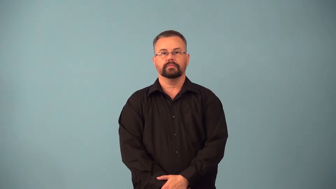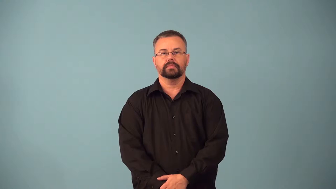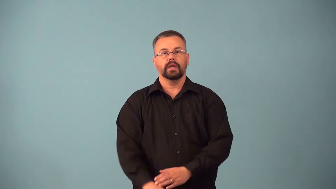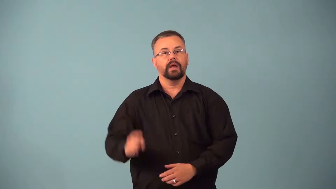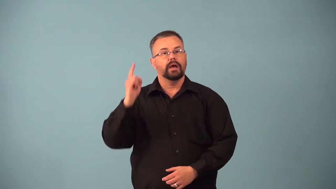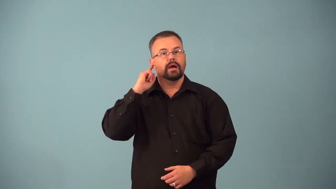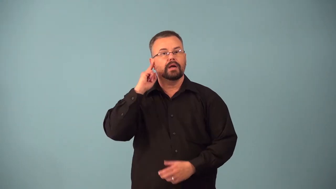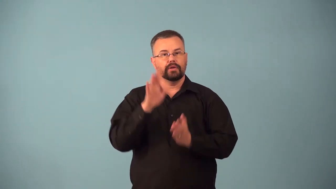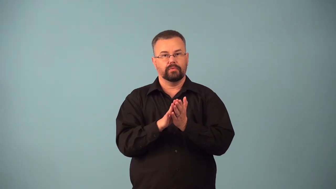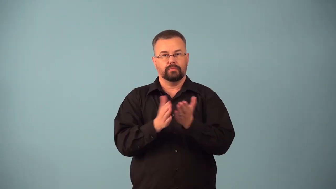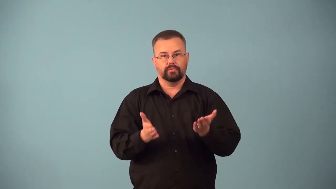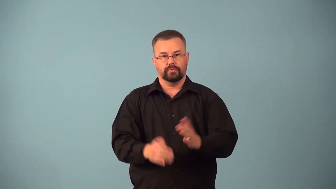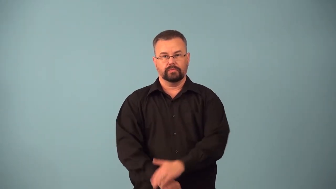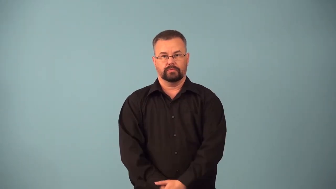audiobook